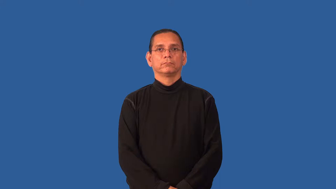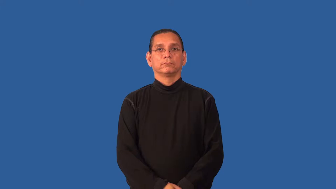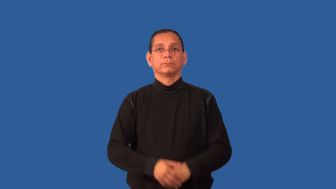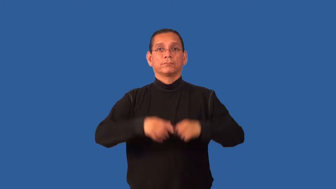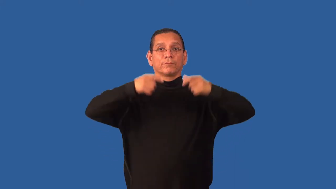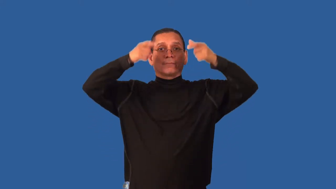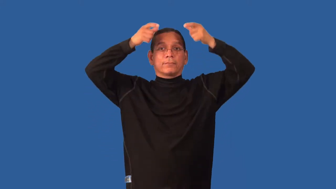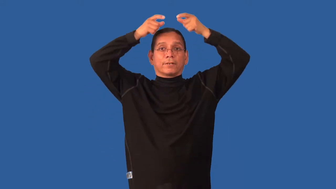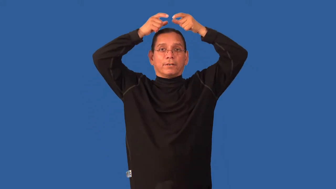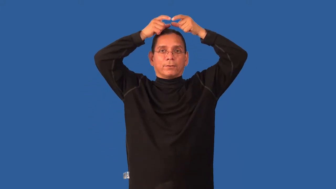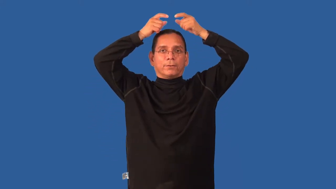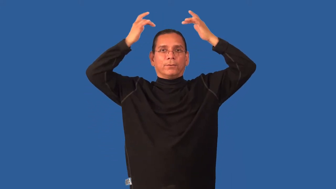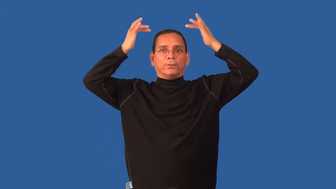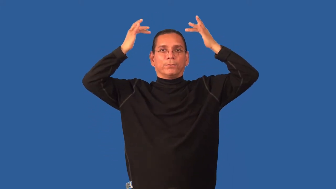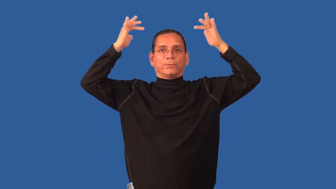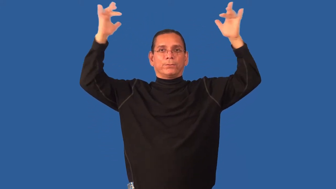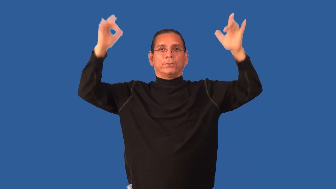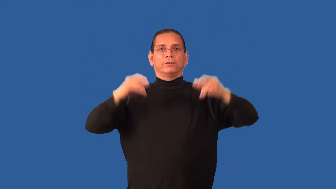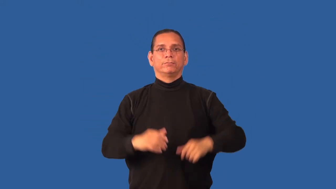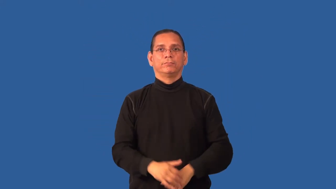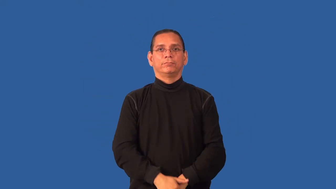halo-angel